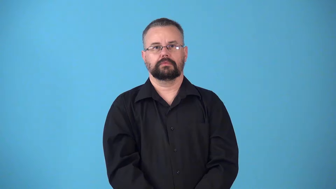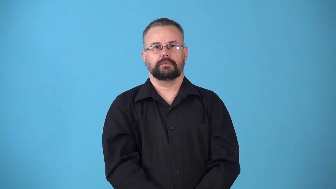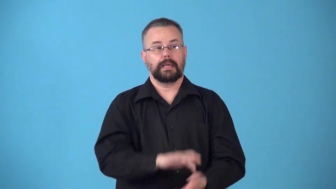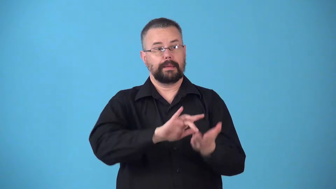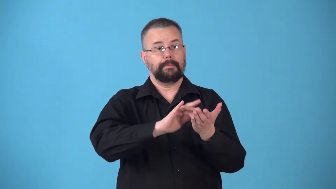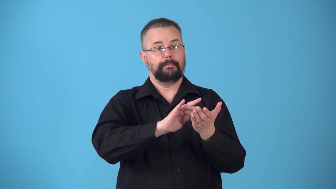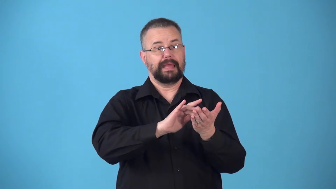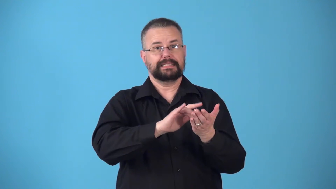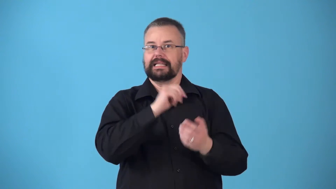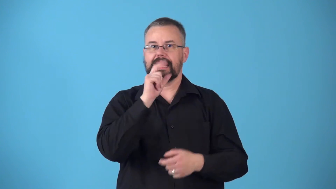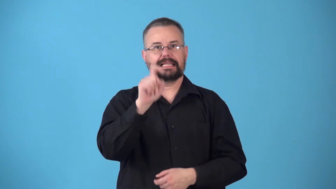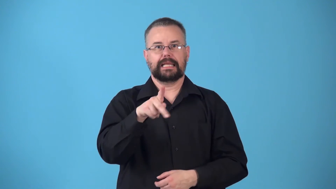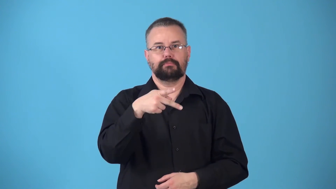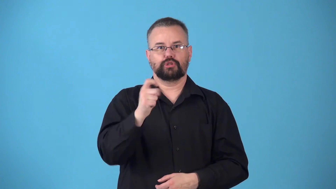nonprescription